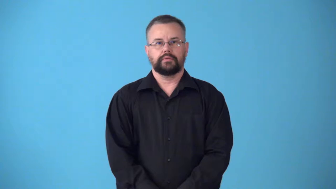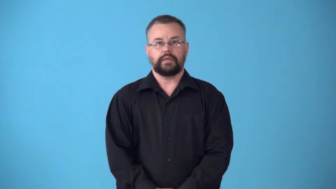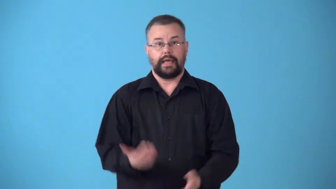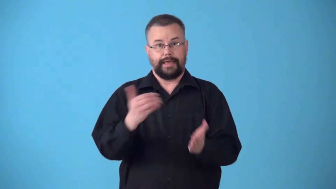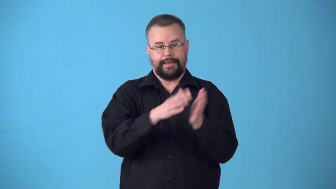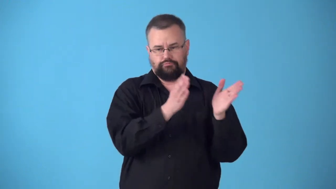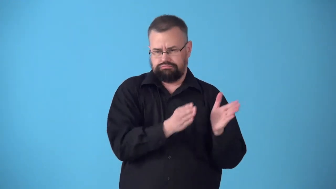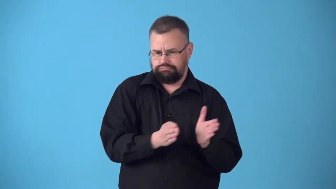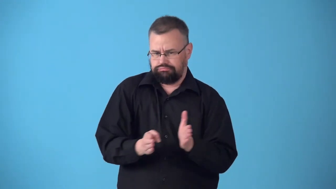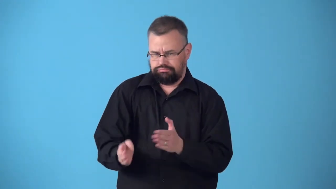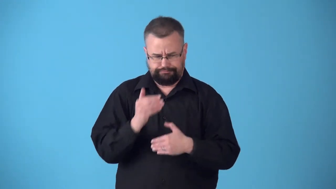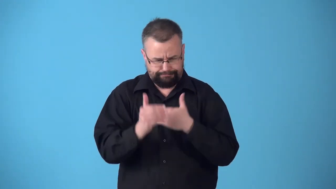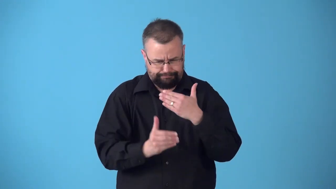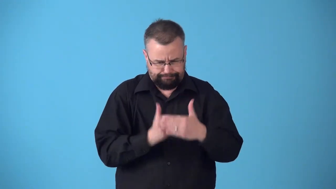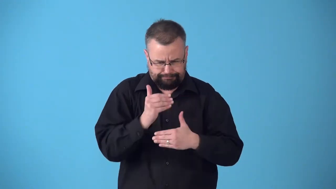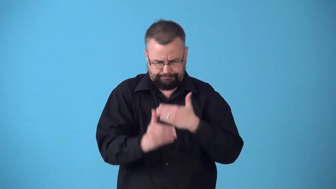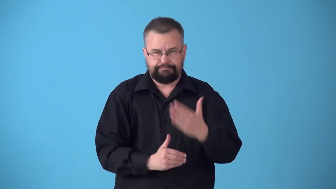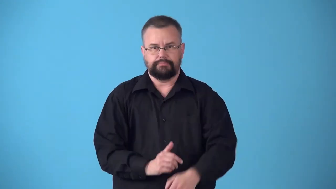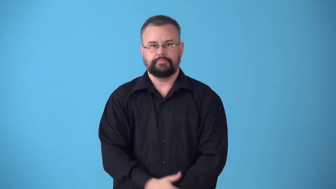straighten-organize